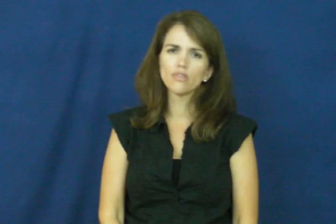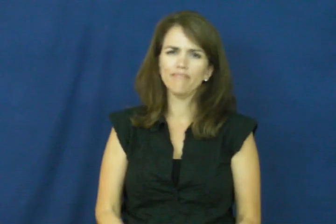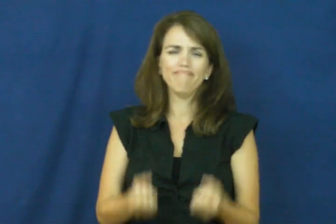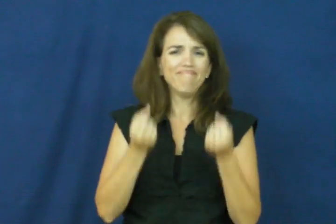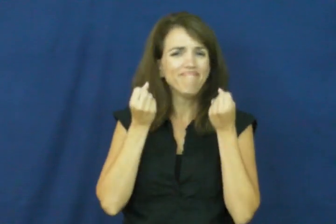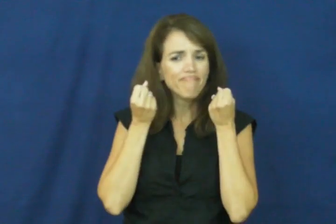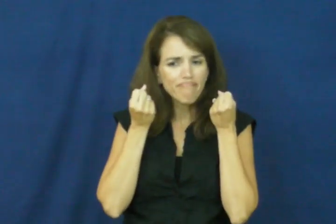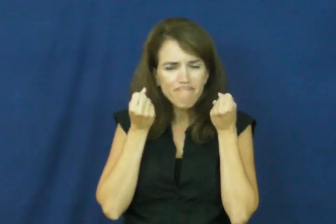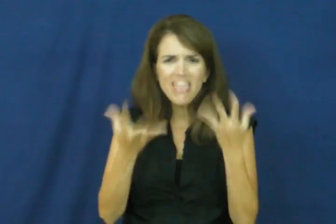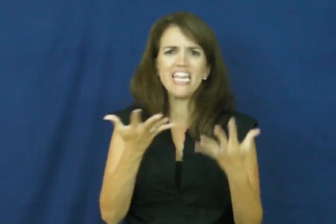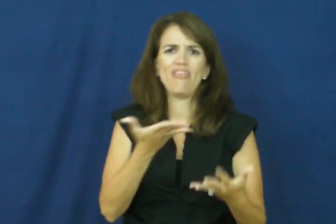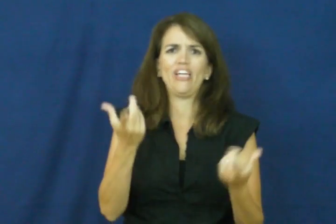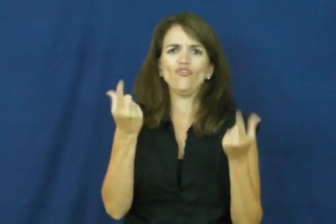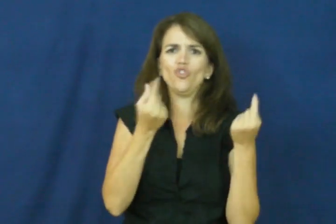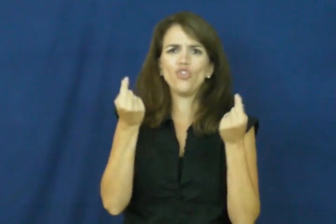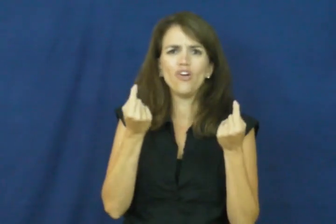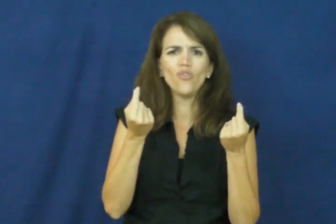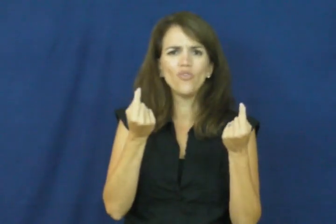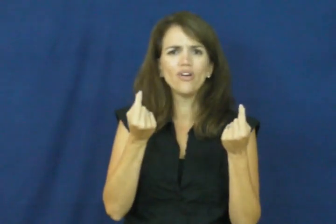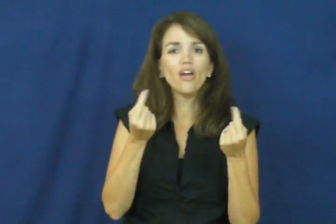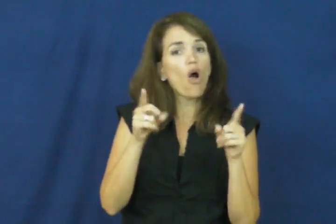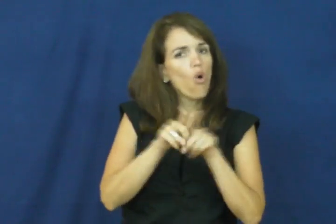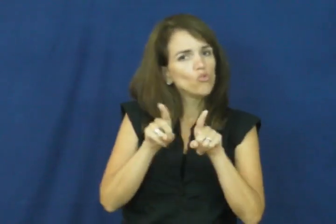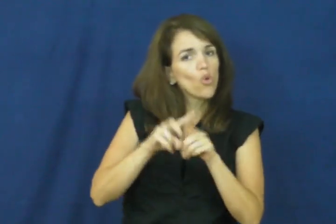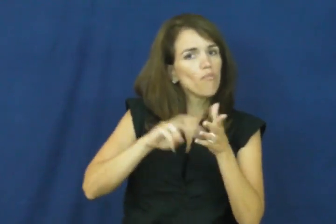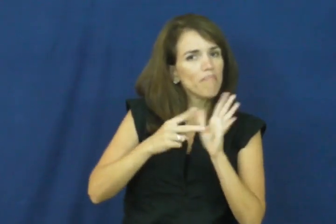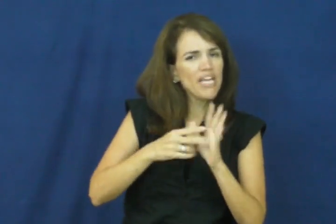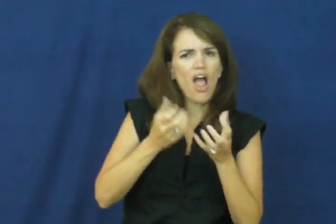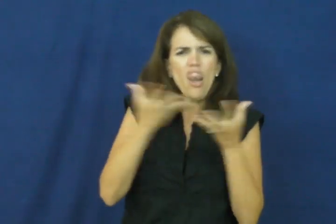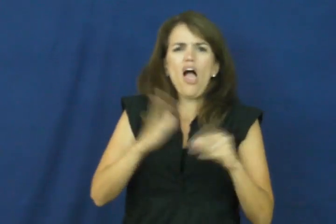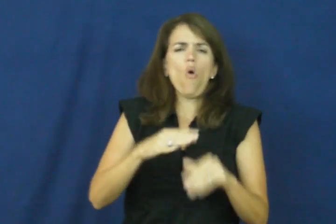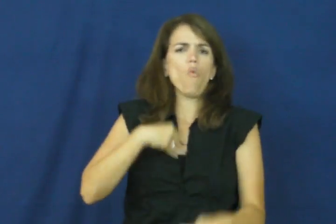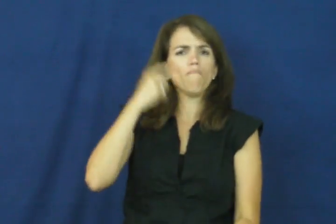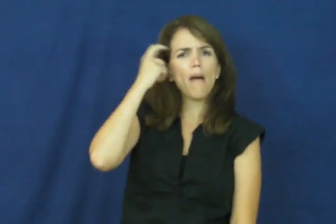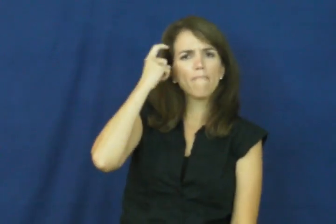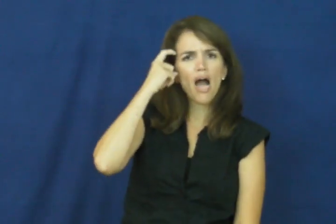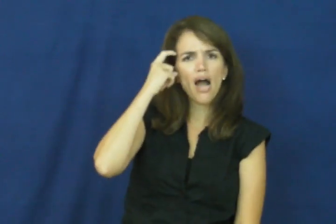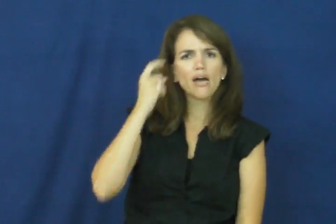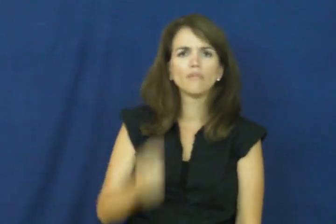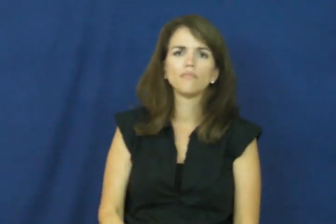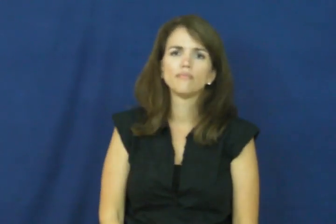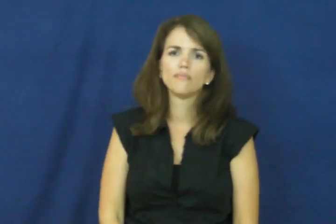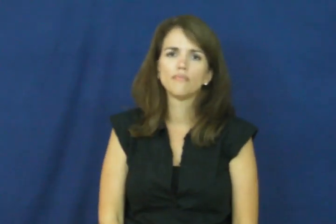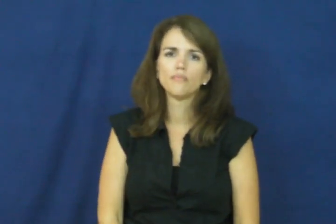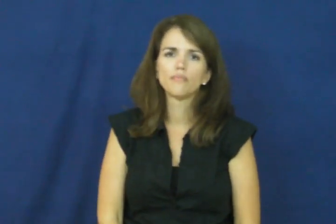"a lot on my plate, a lot on my mind"